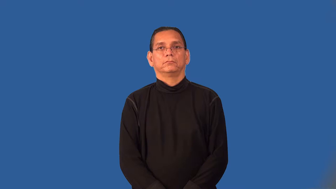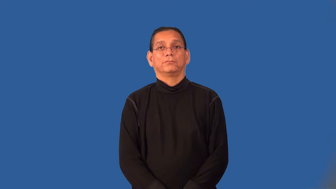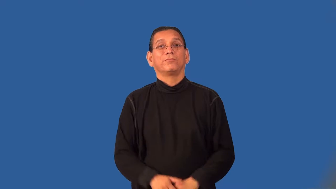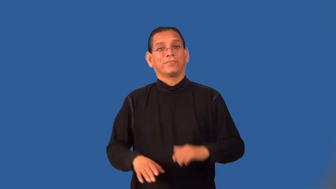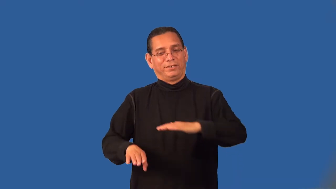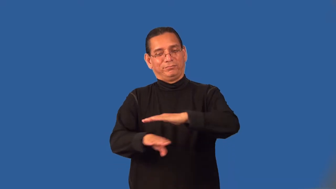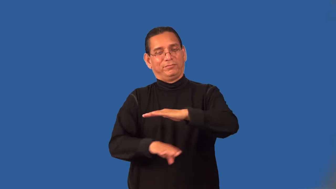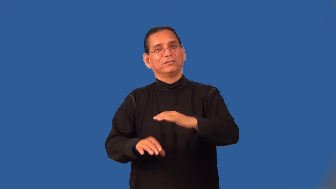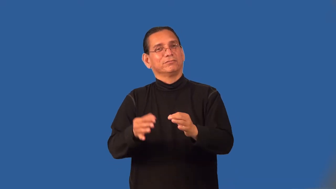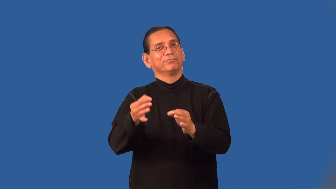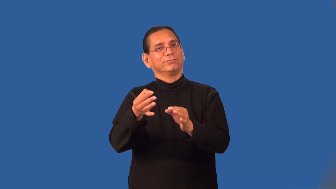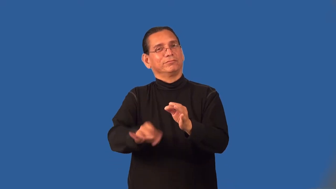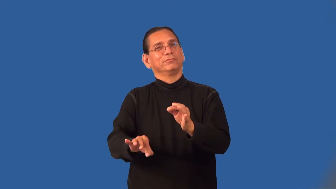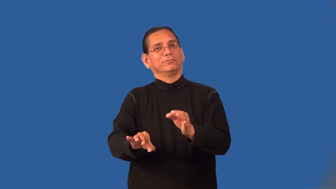primitive-simple